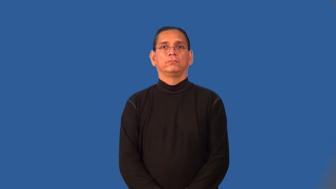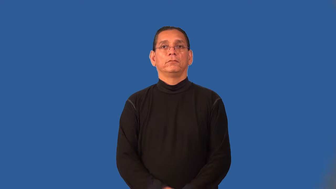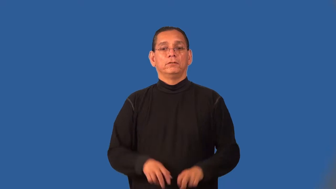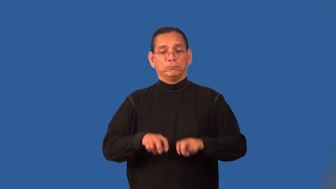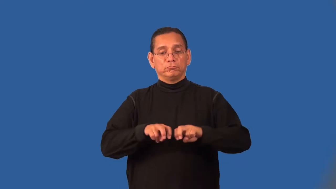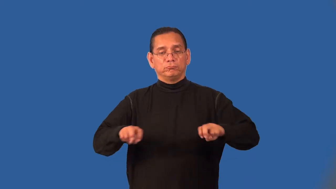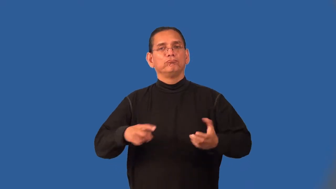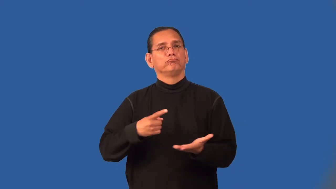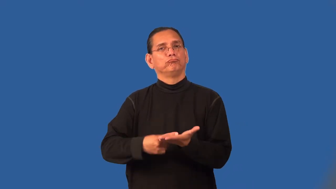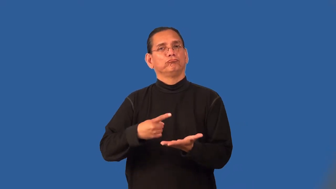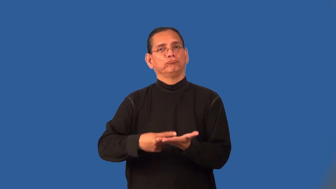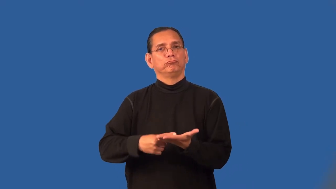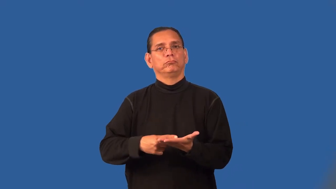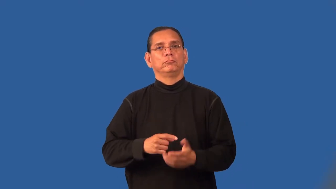panel-group